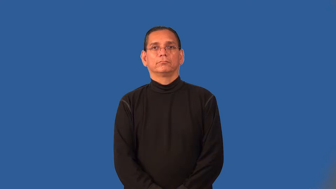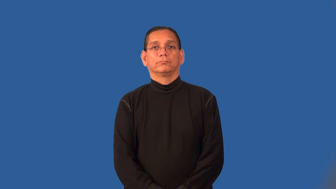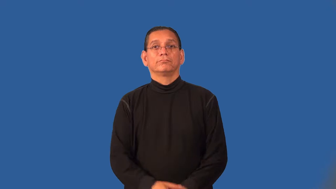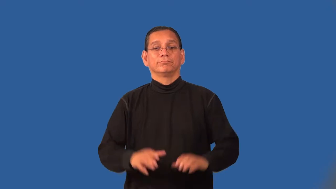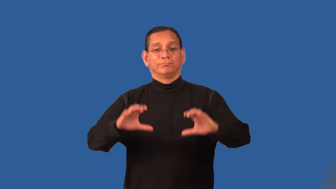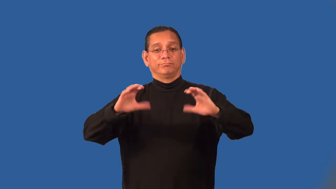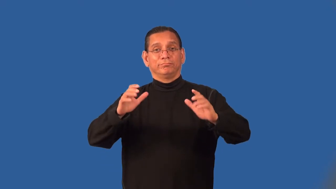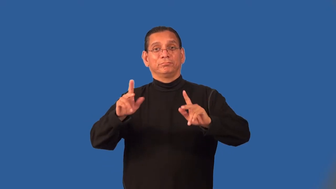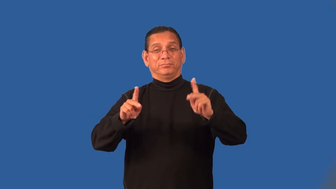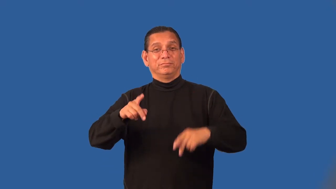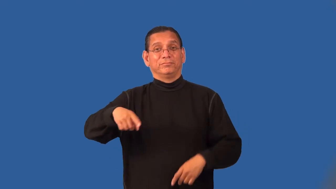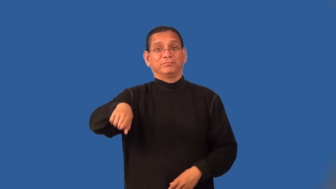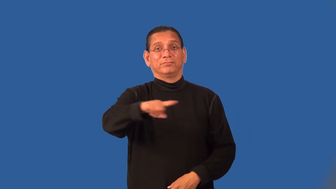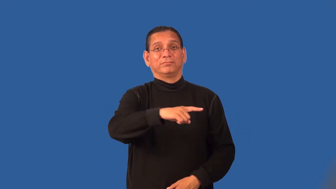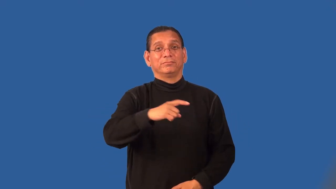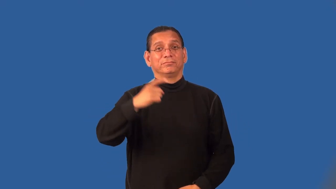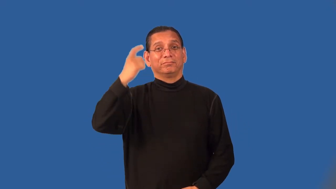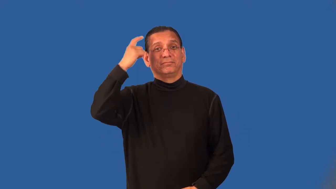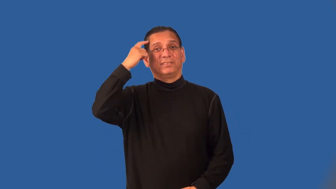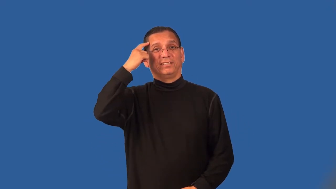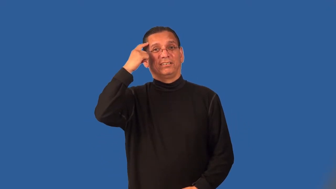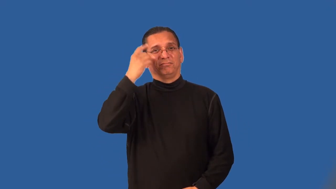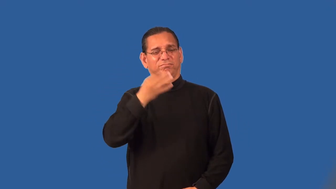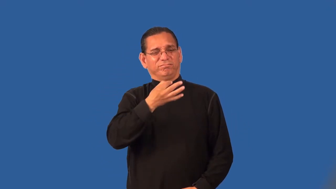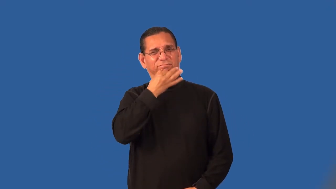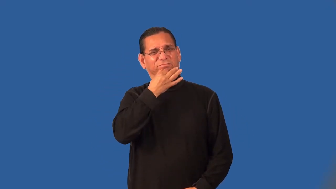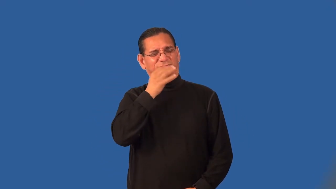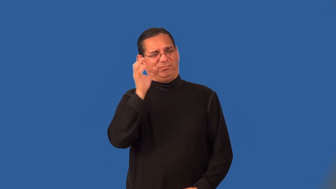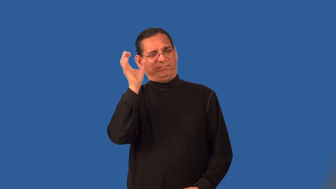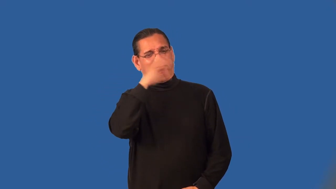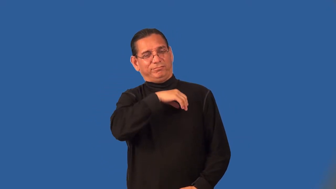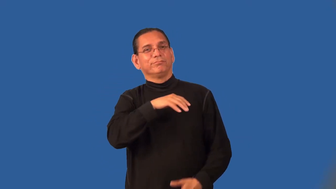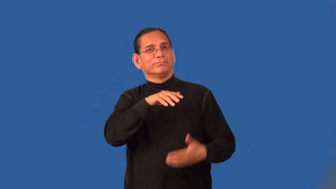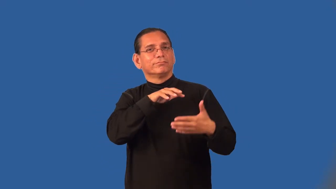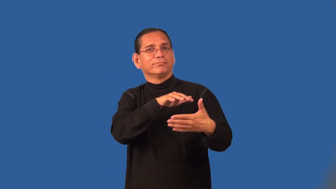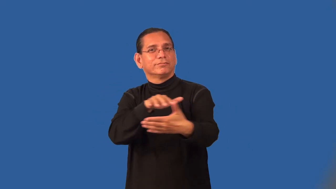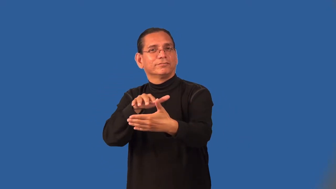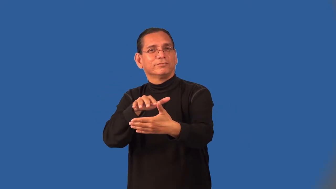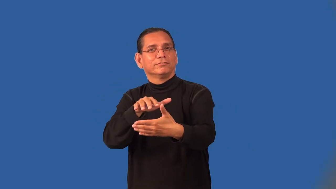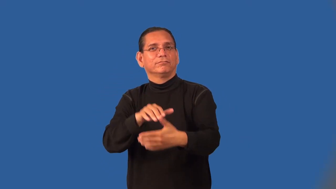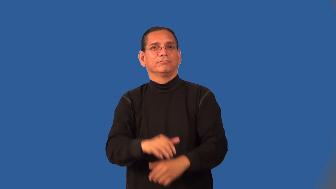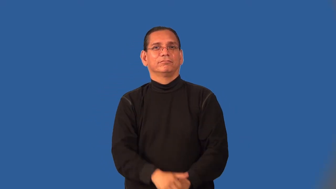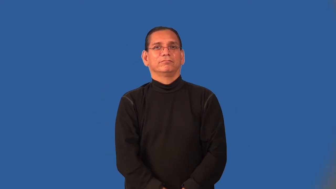parapsychology